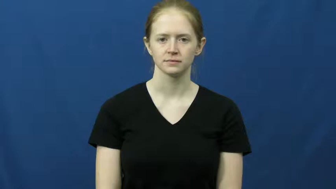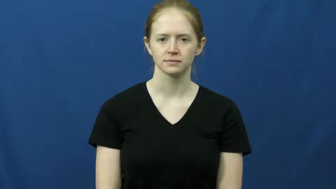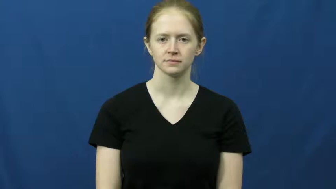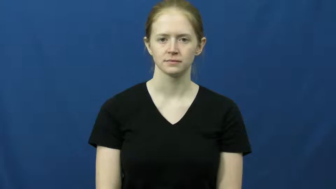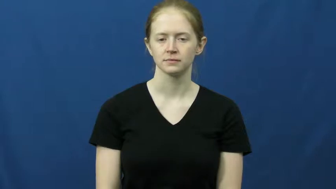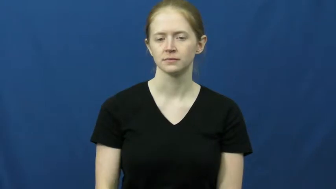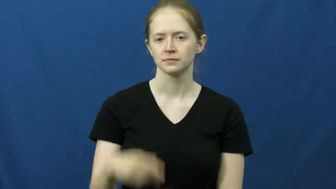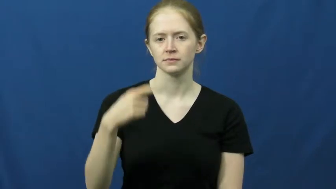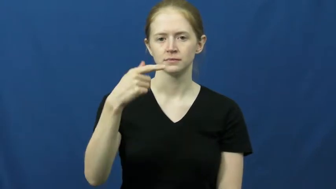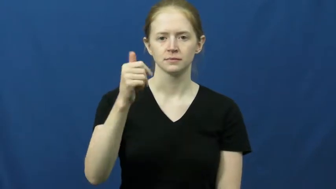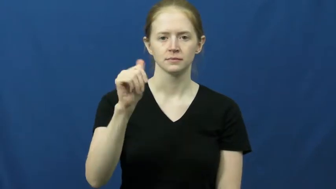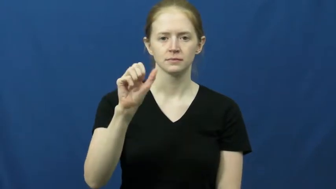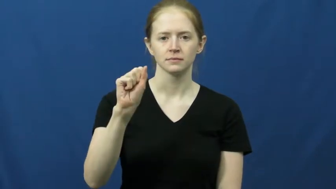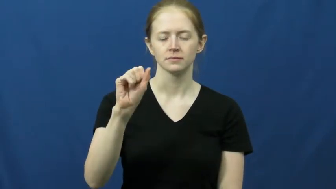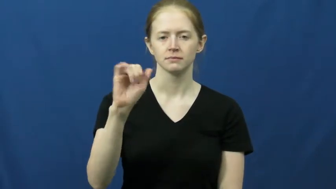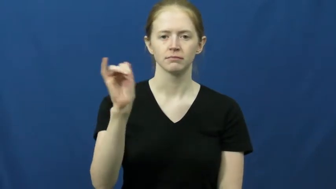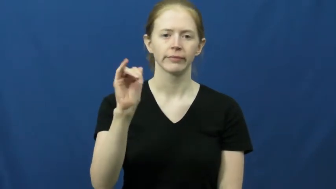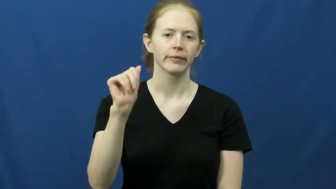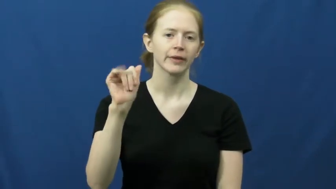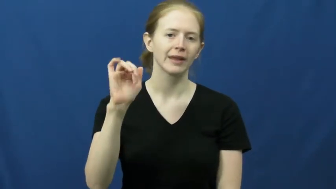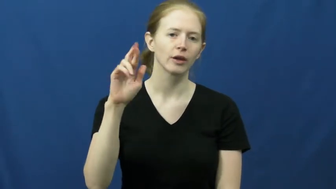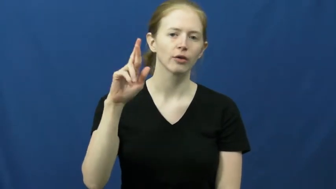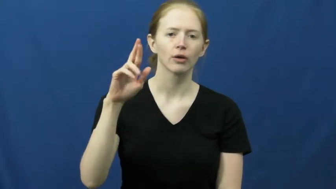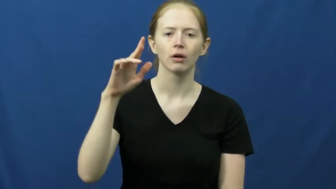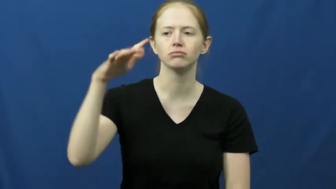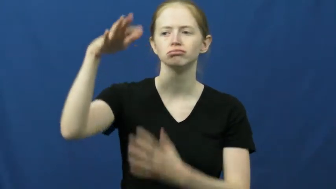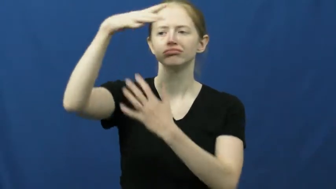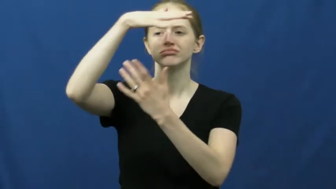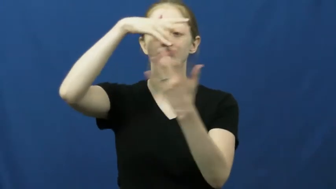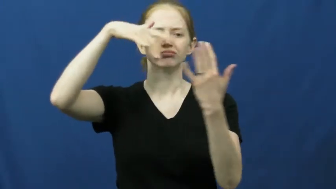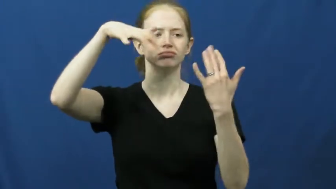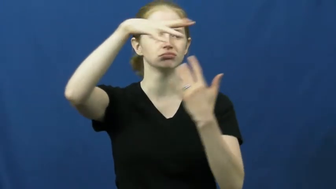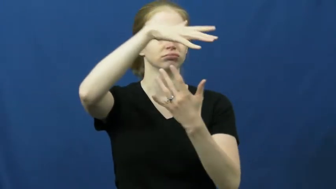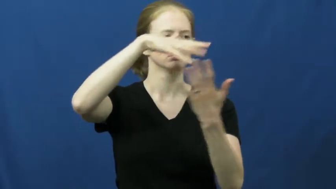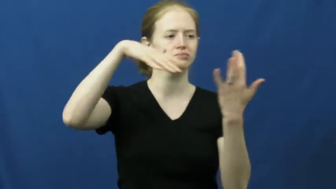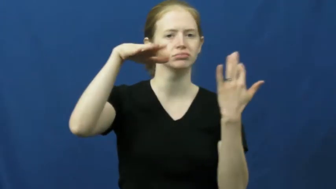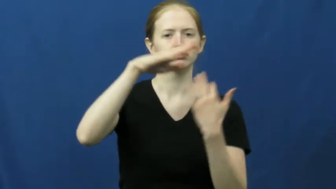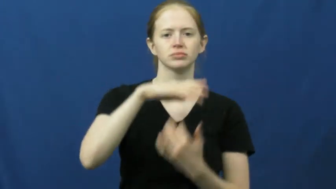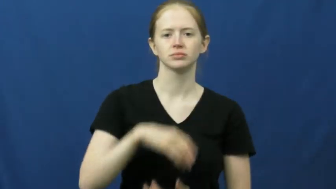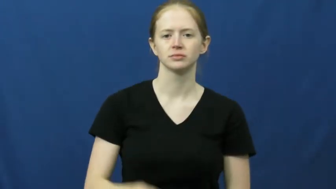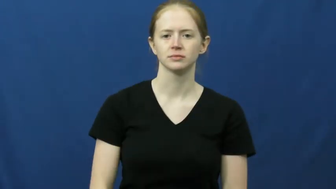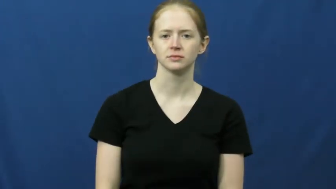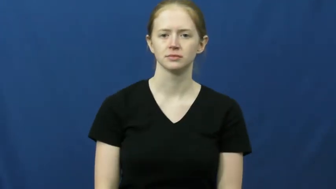gas,fumes-air